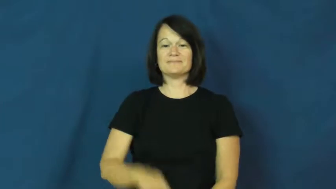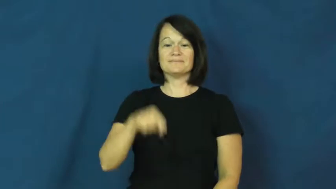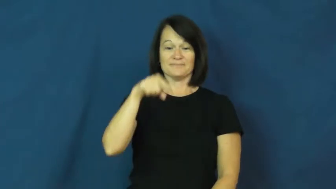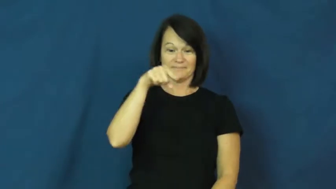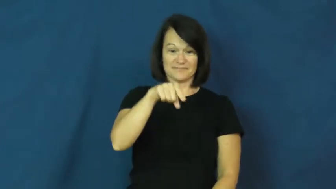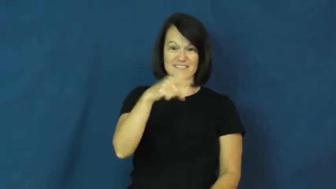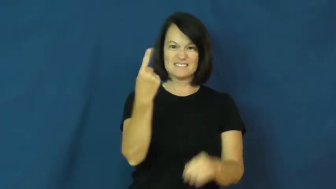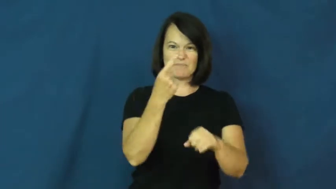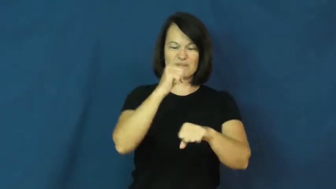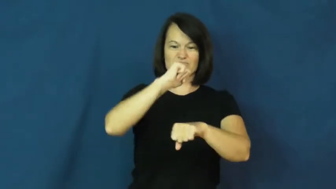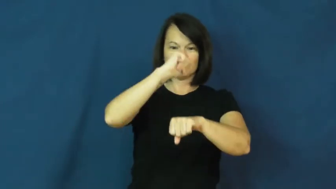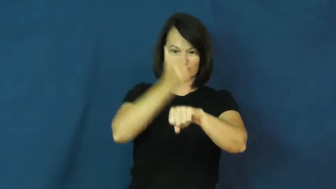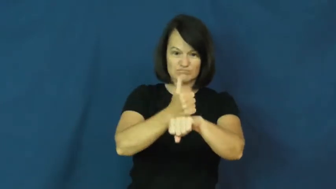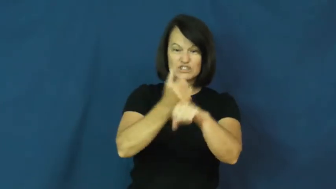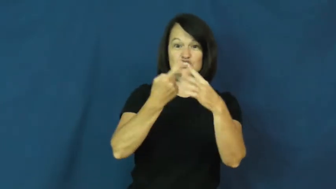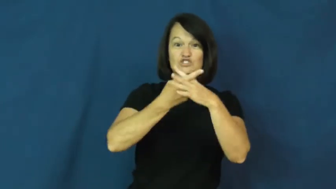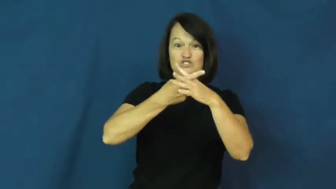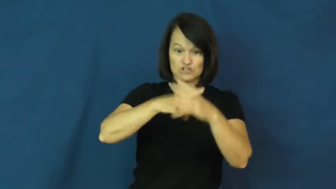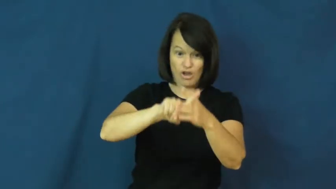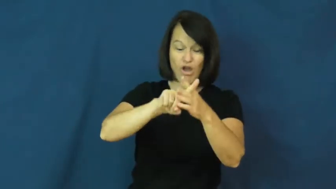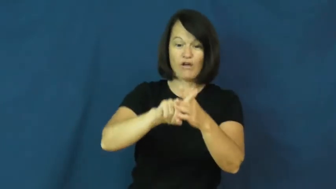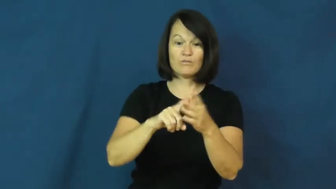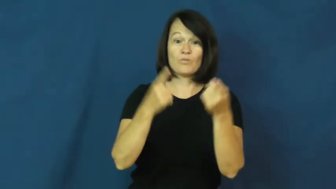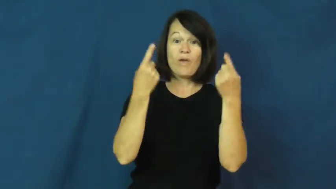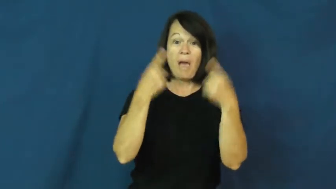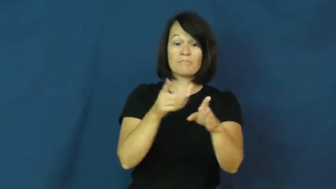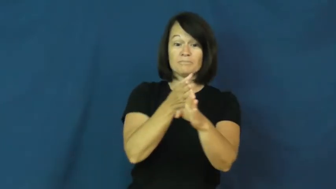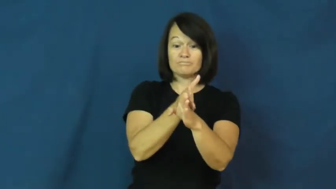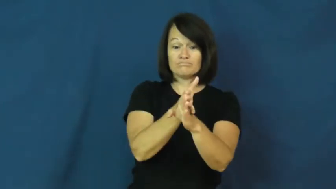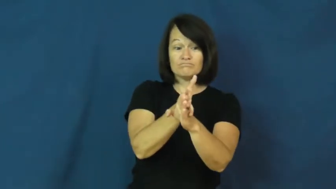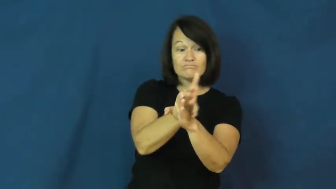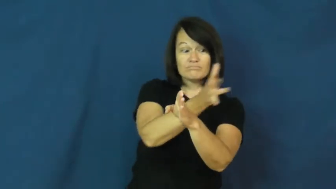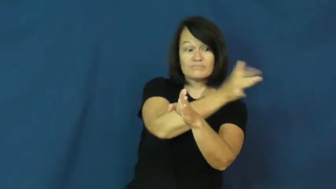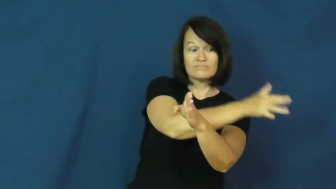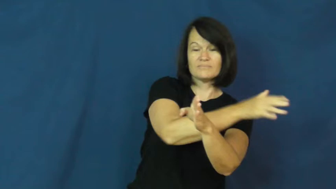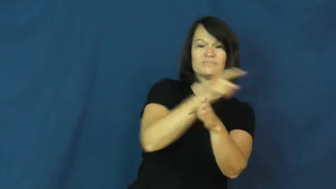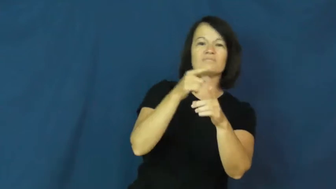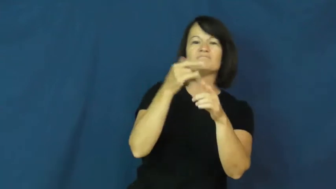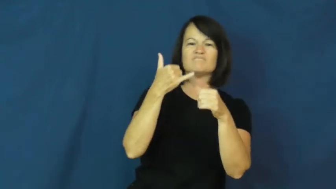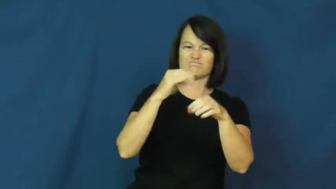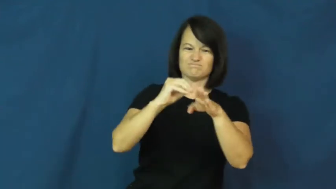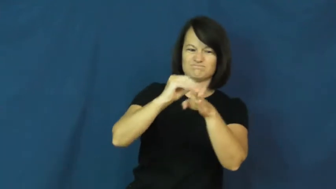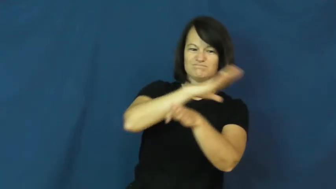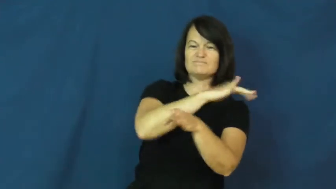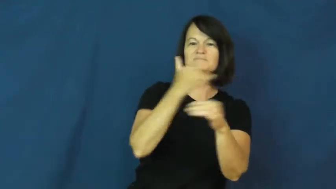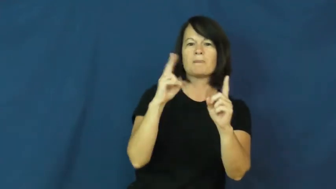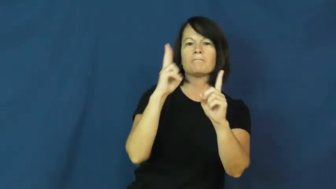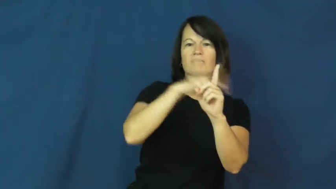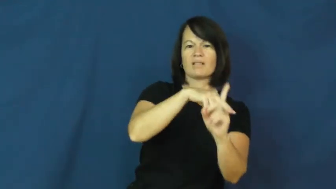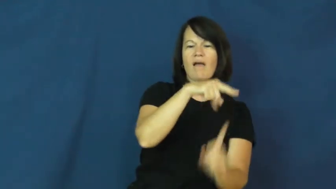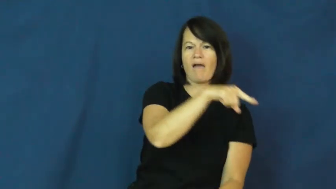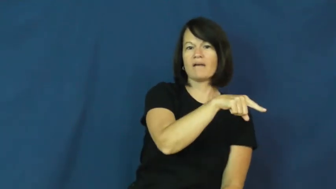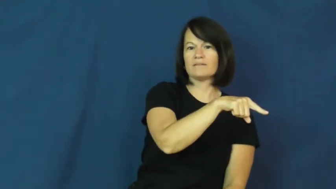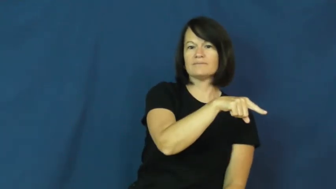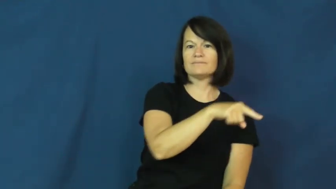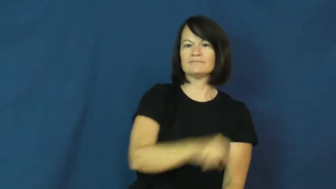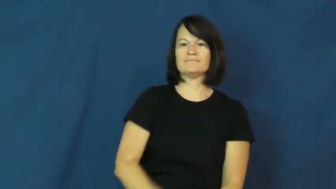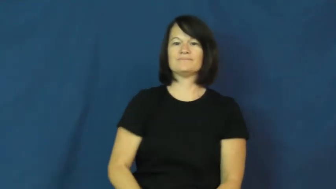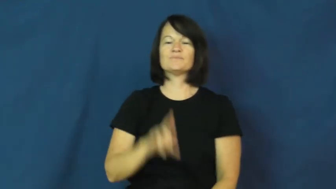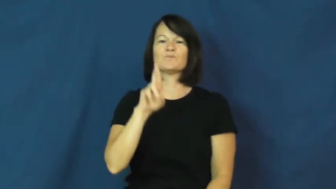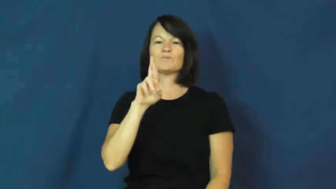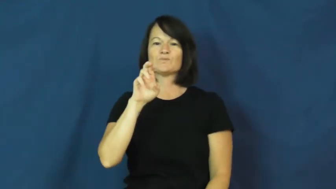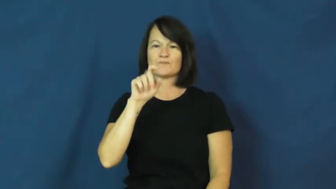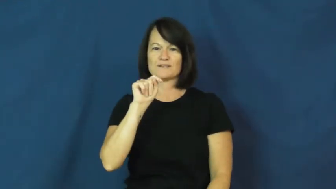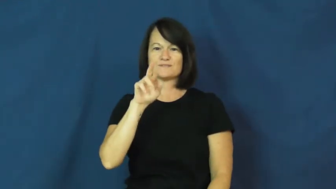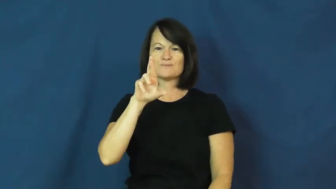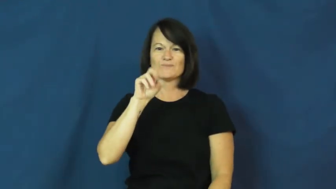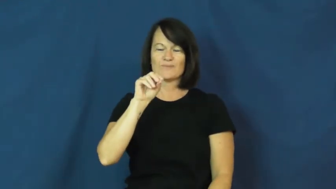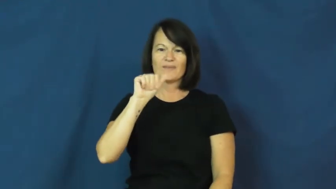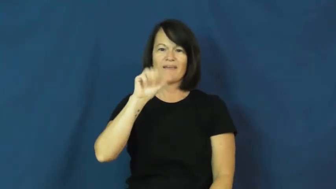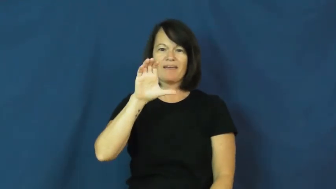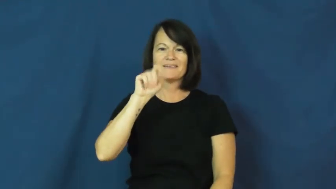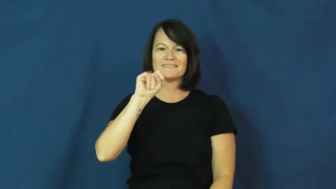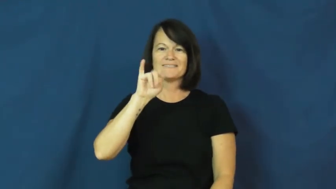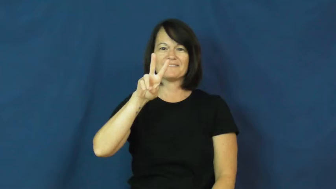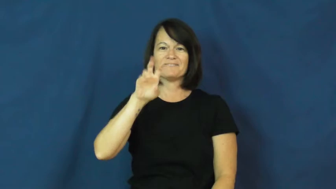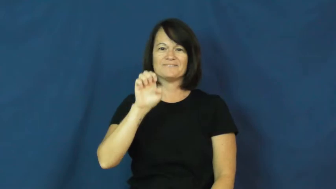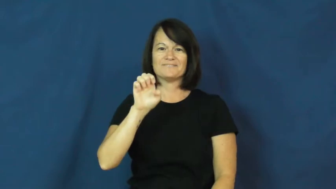retroactive